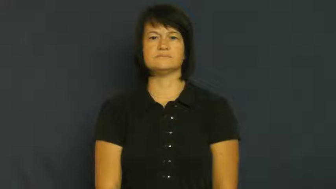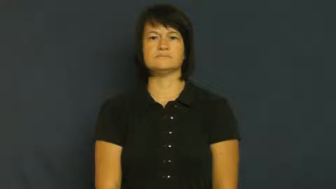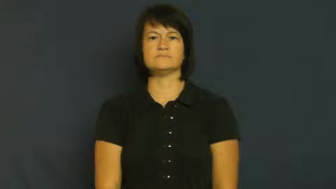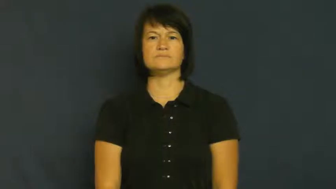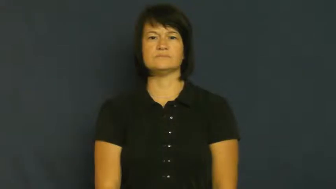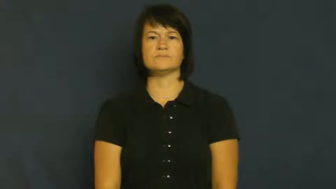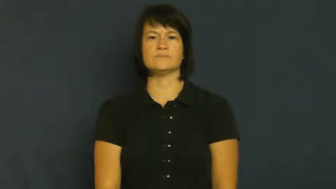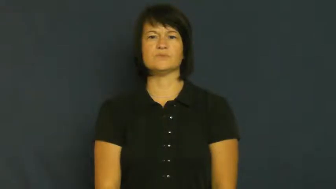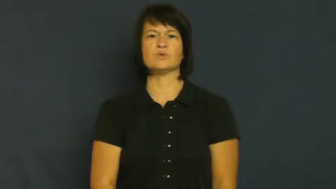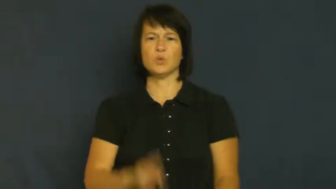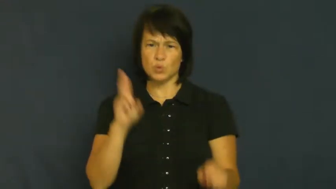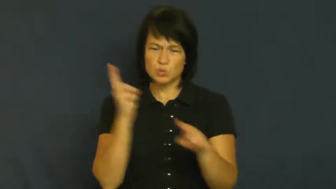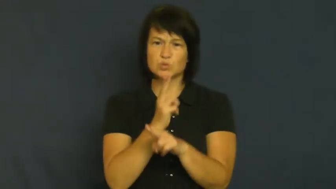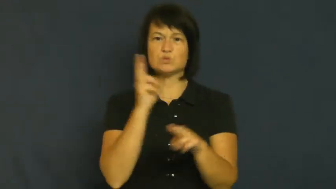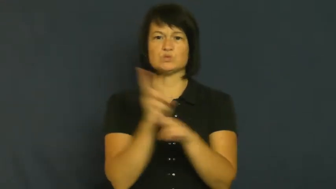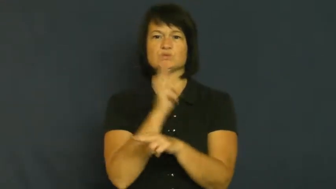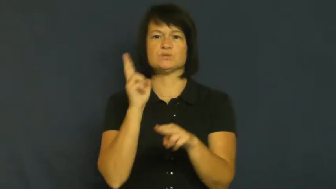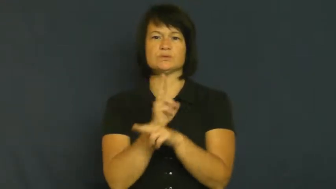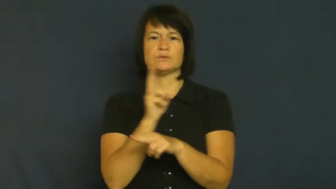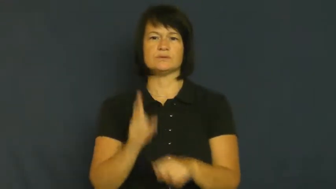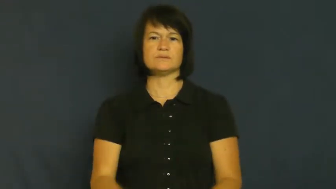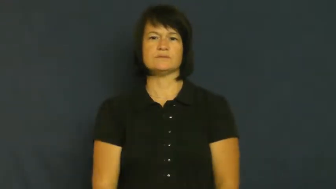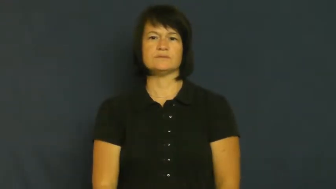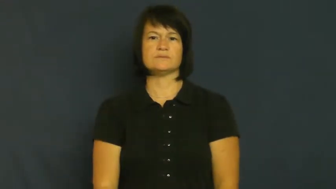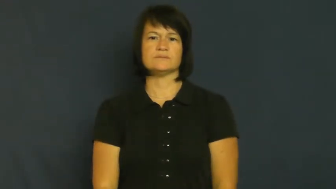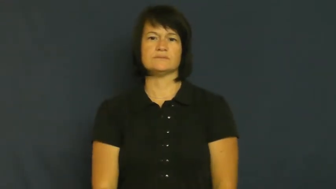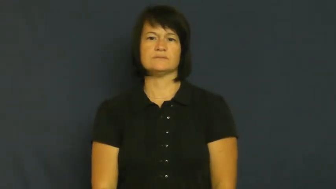utility-useful